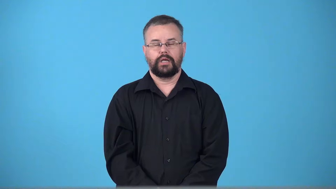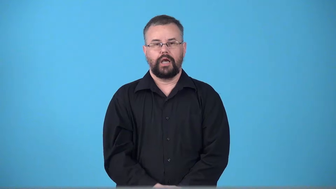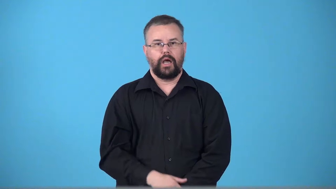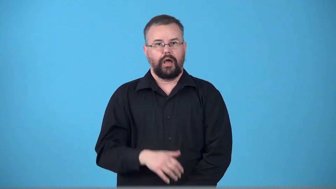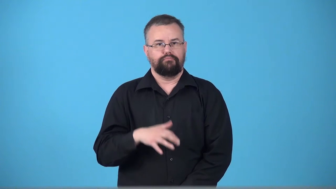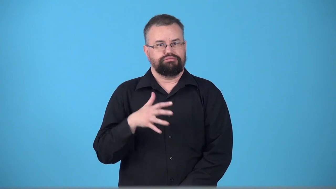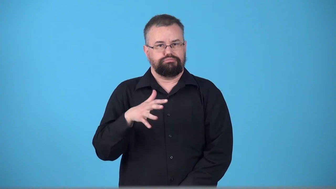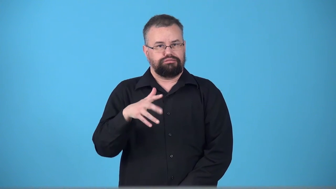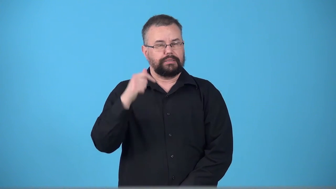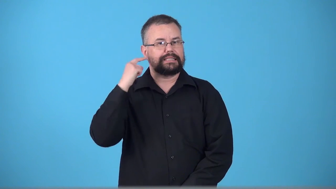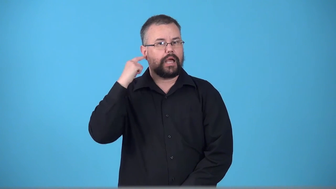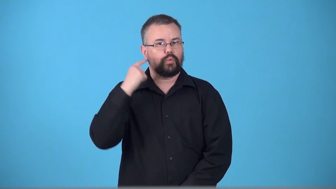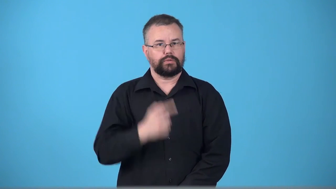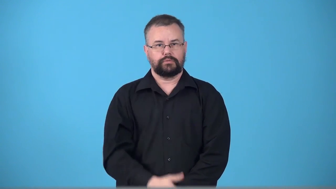trill-vibrating a sound